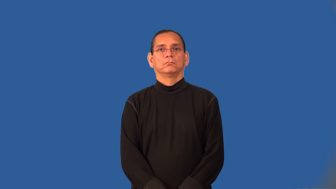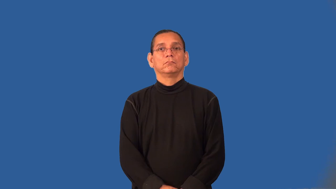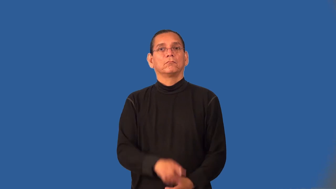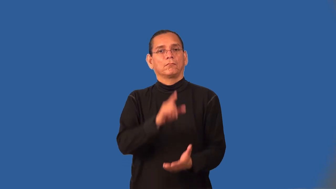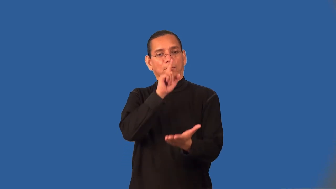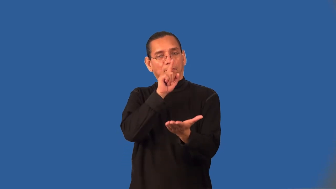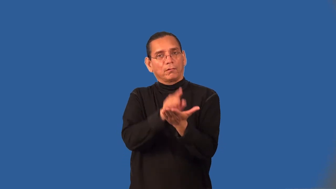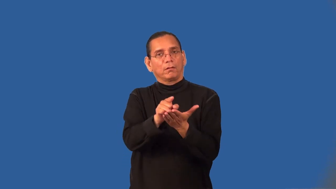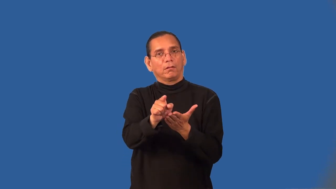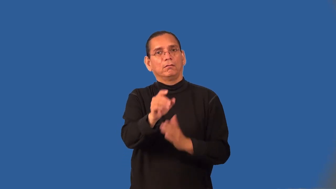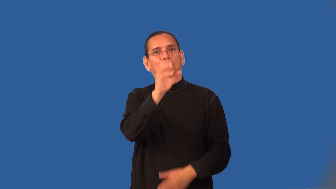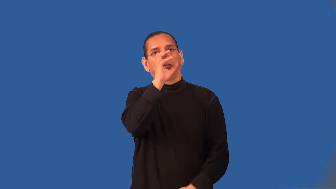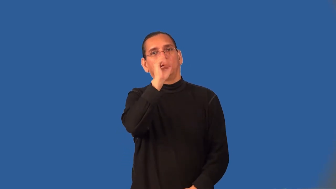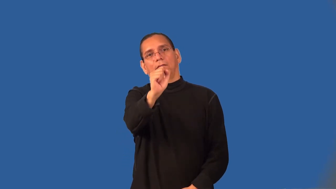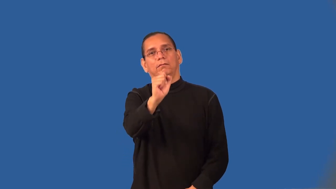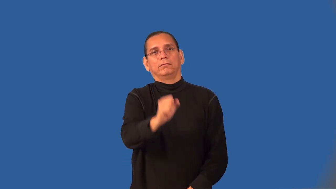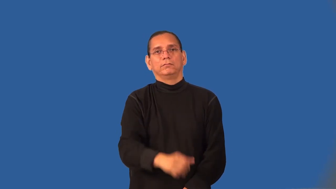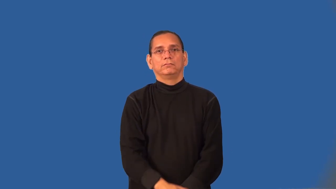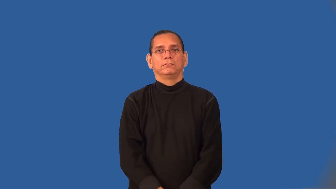swoon-adore